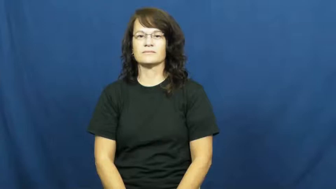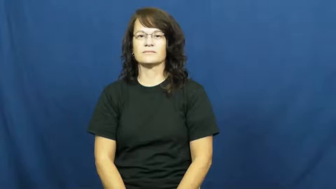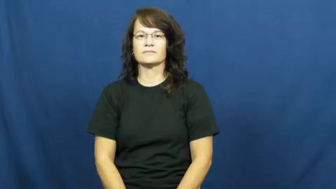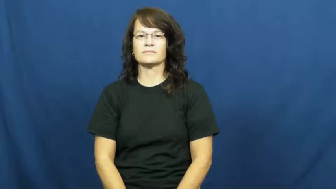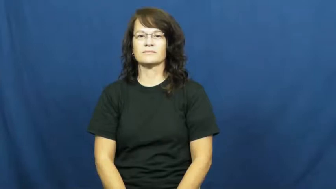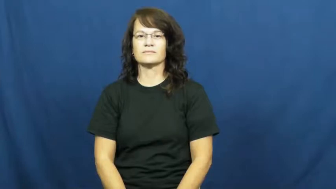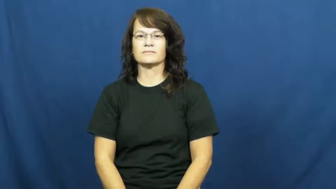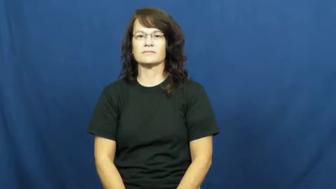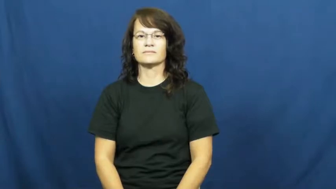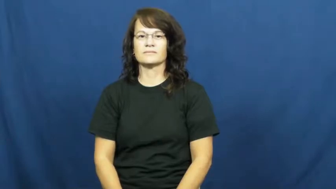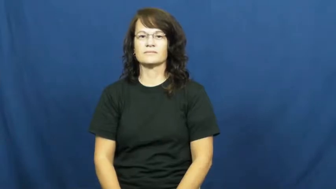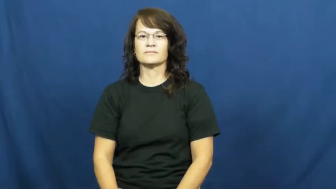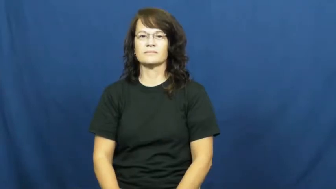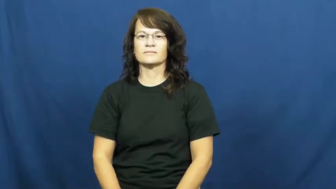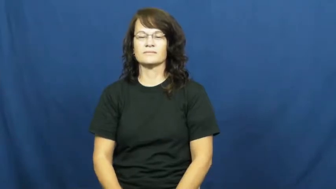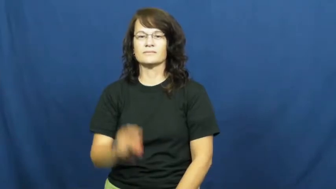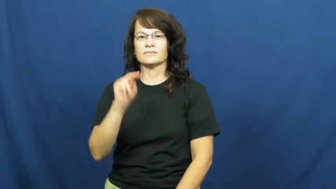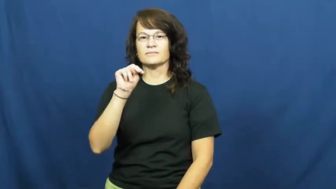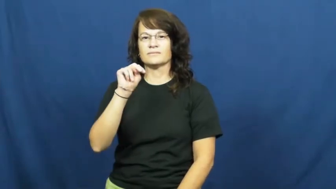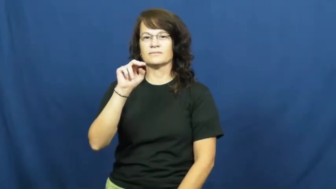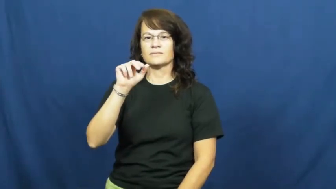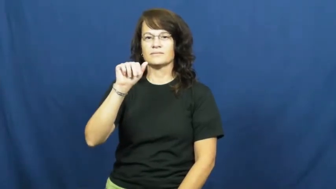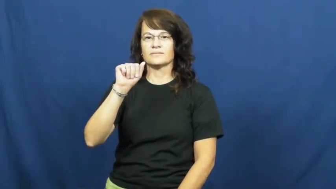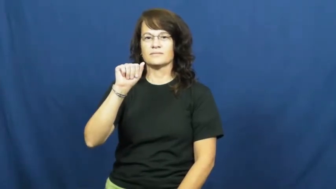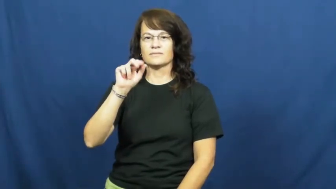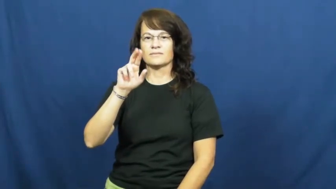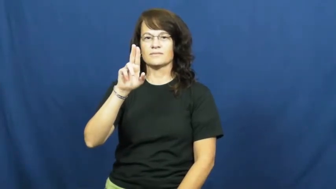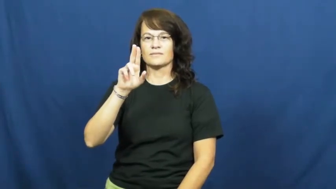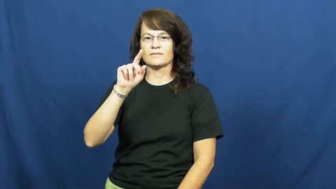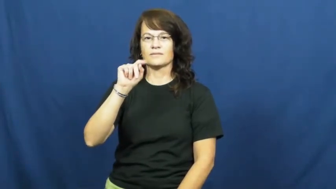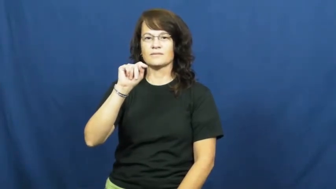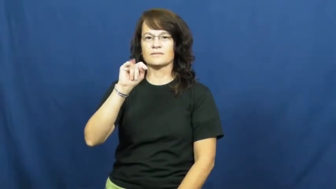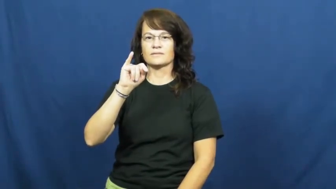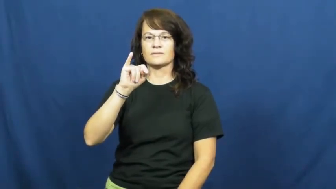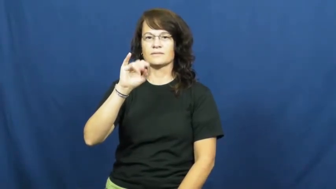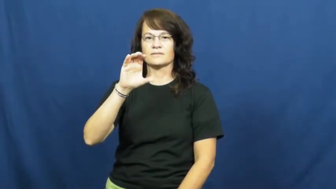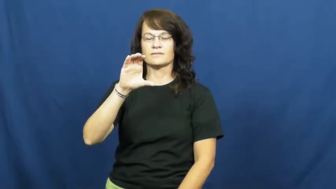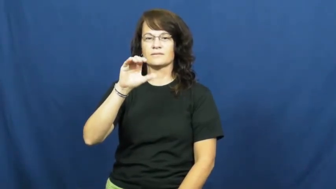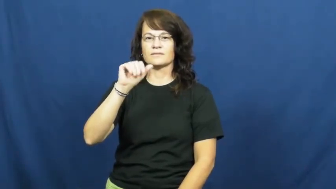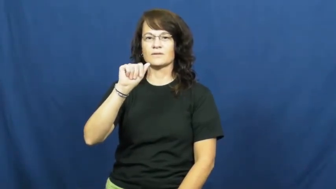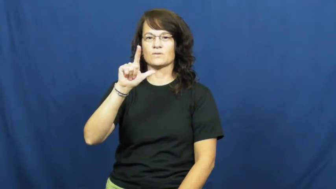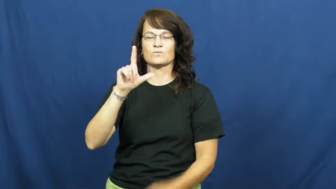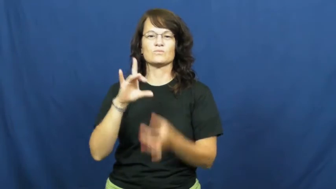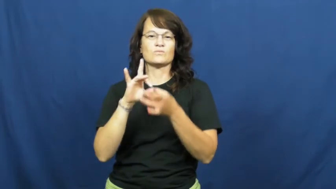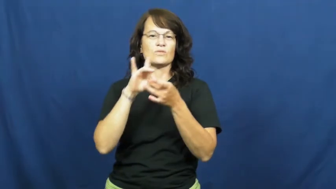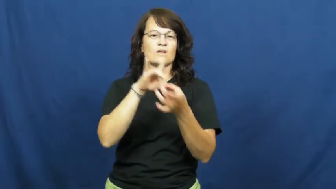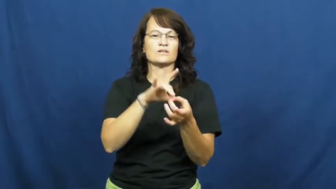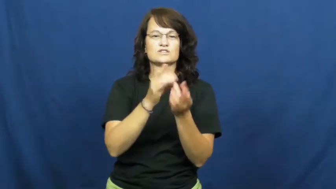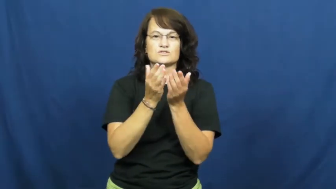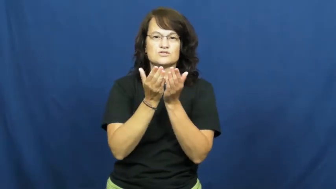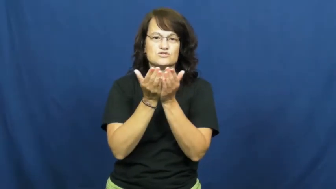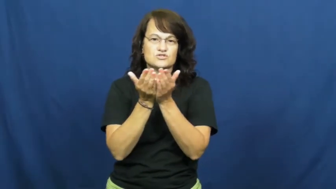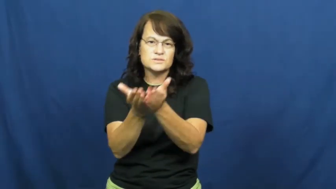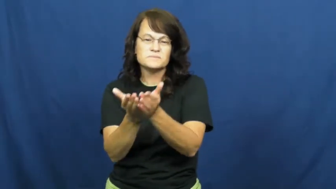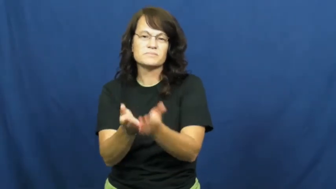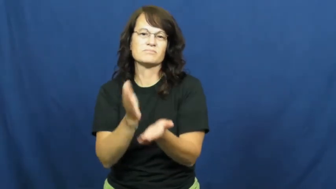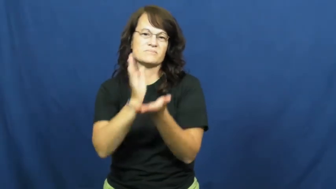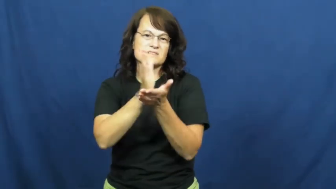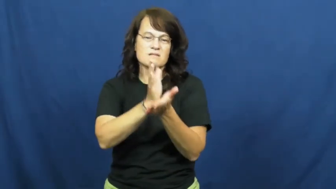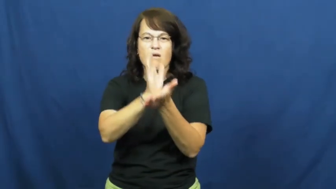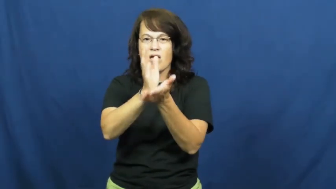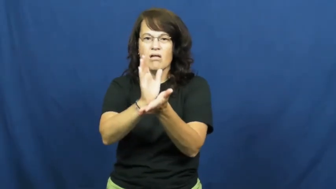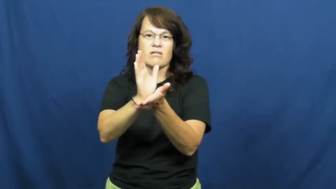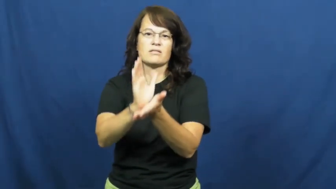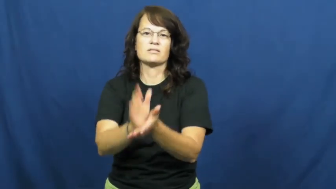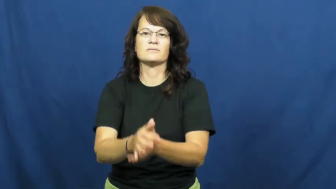nautical